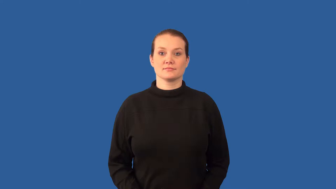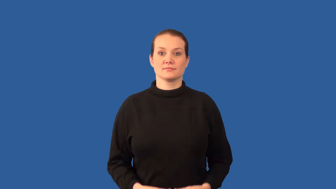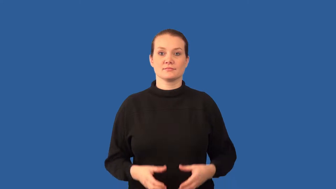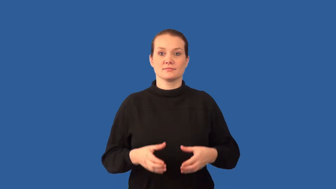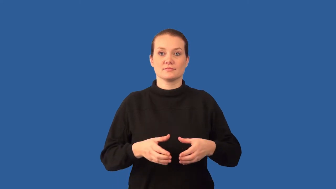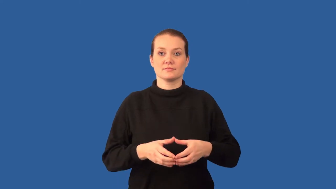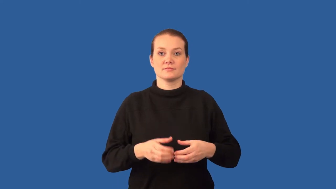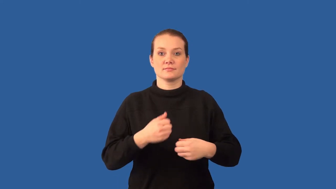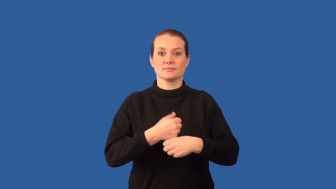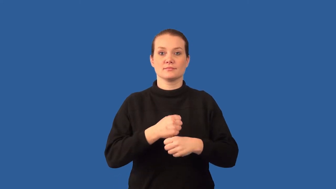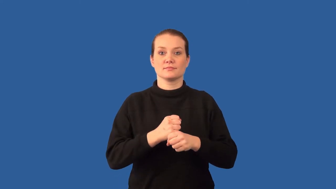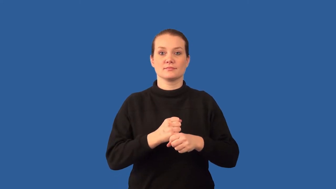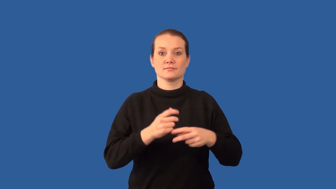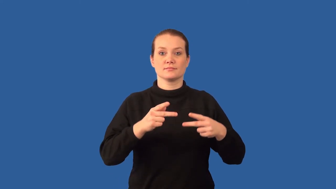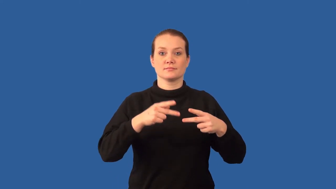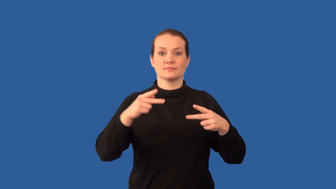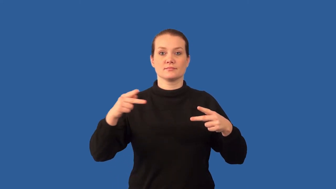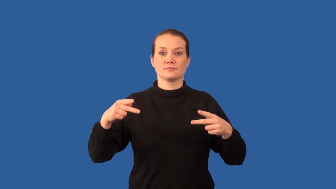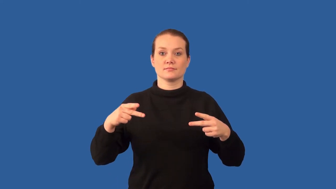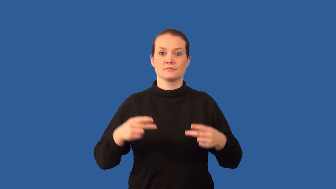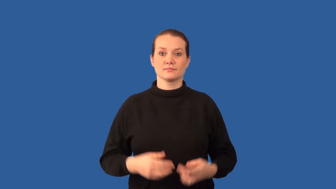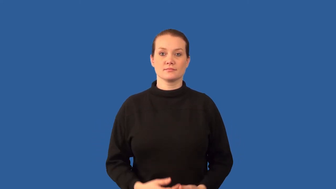ribosome